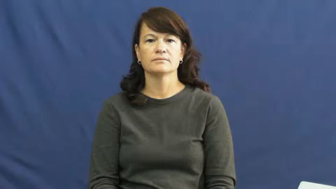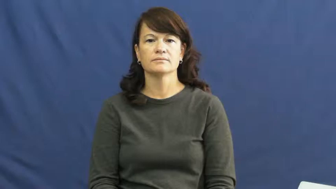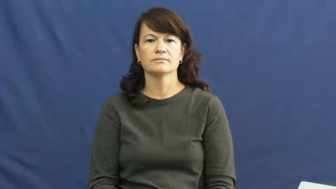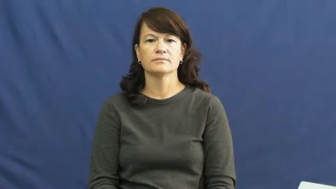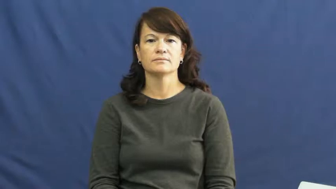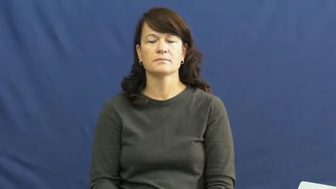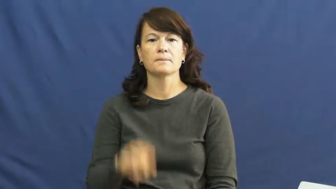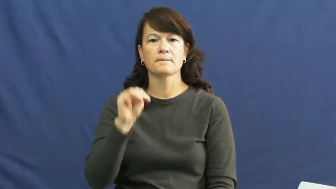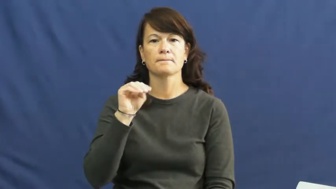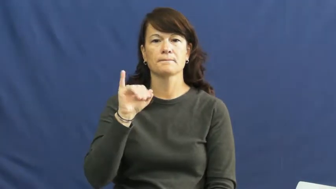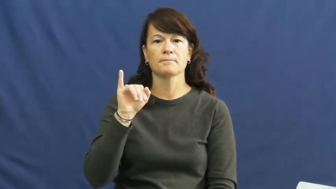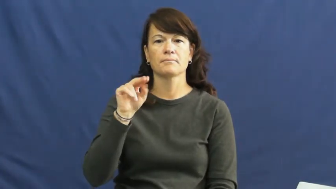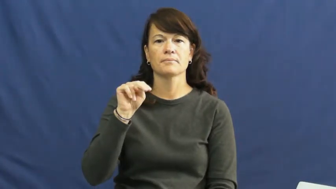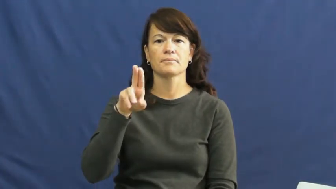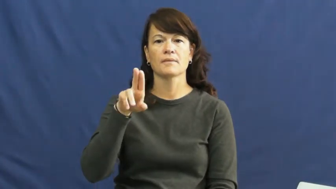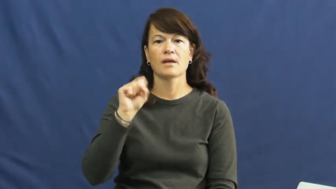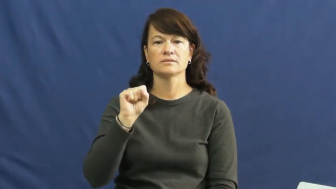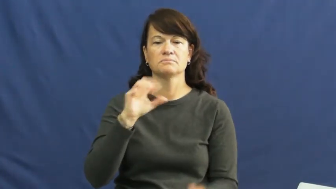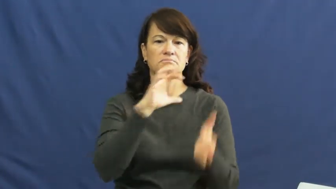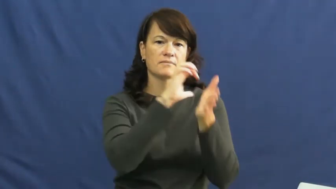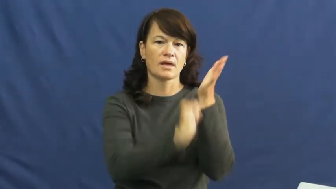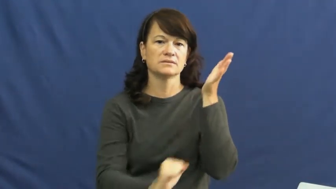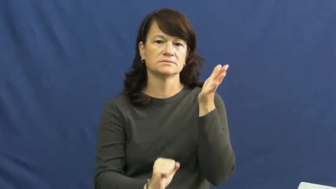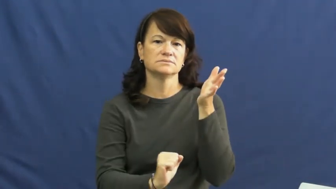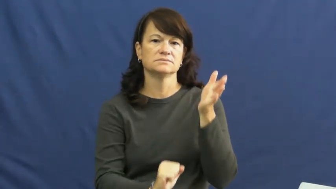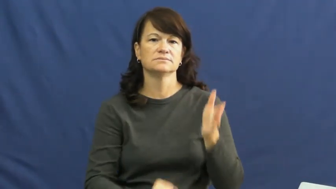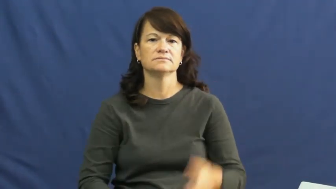minus